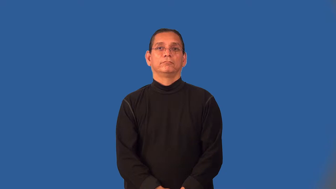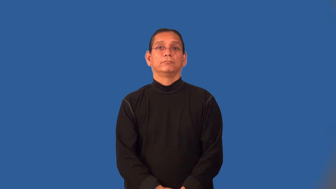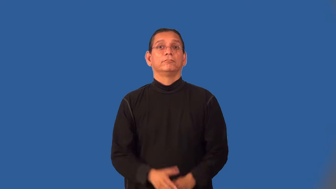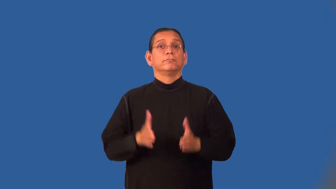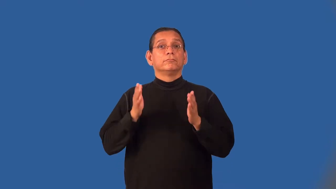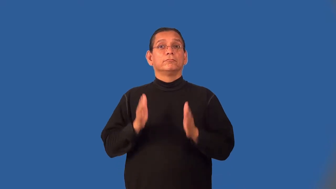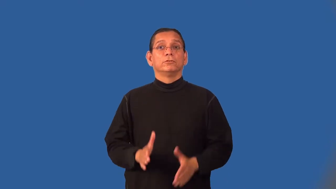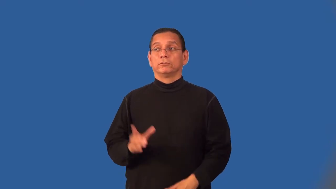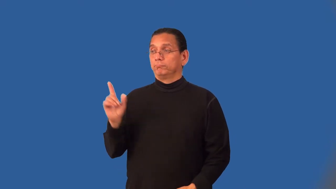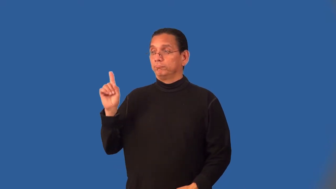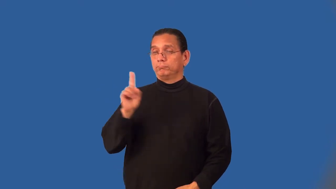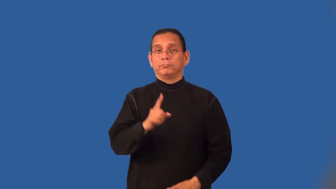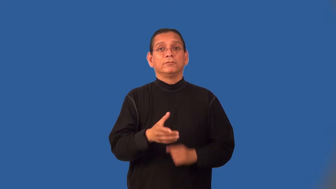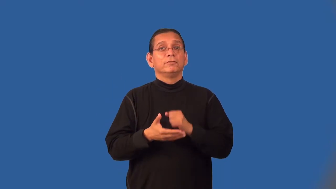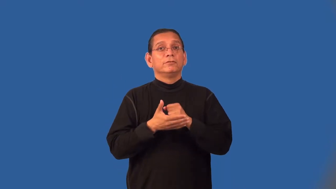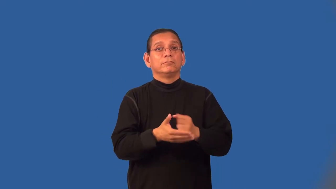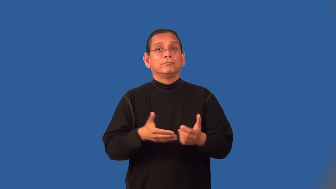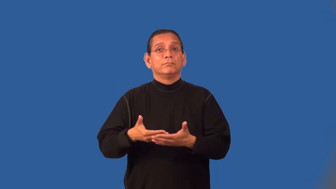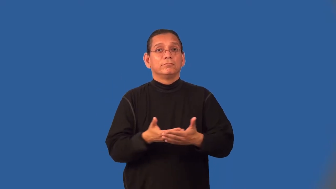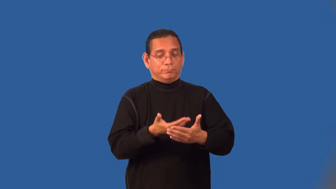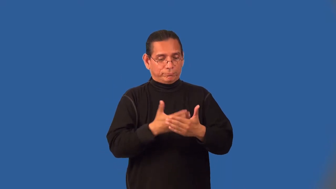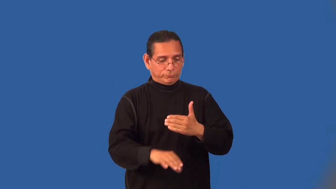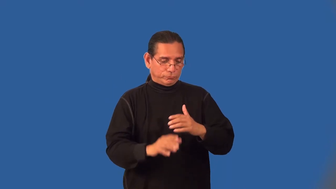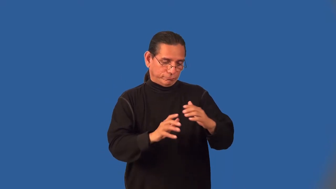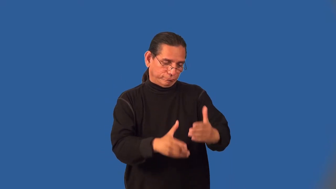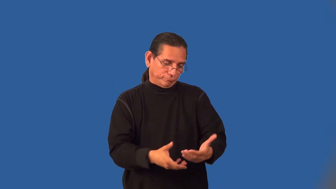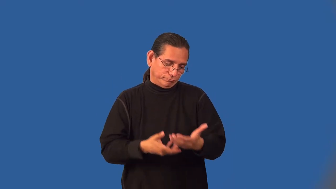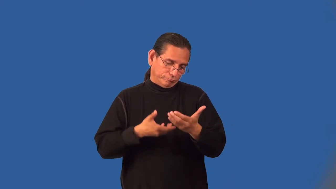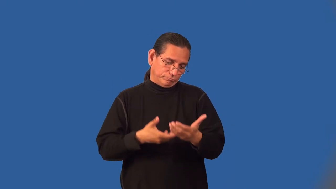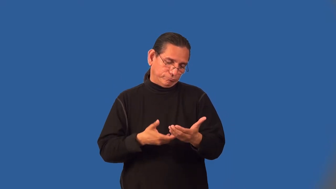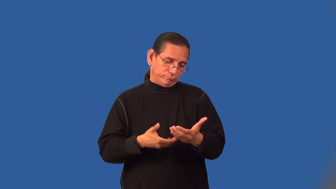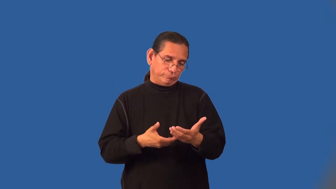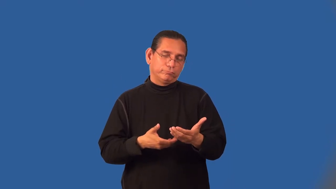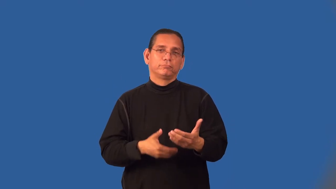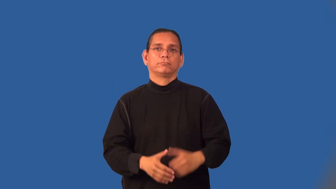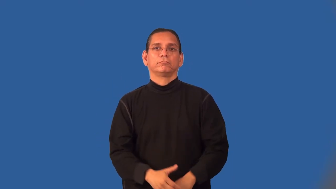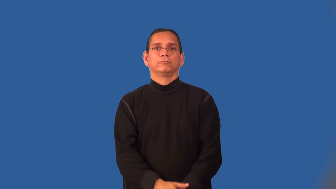midwife